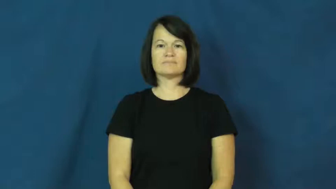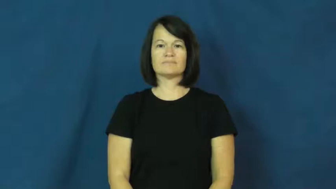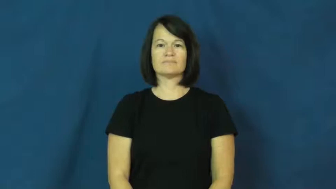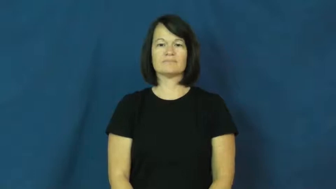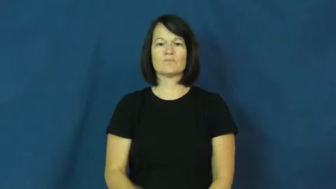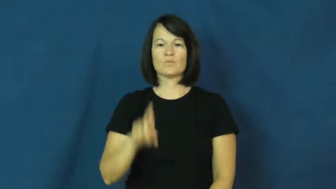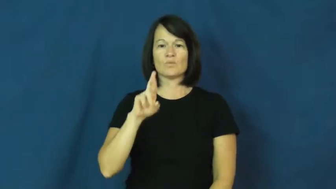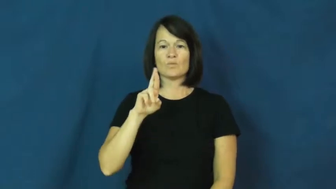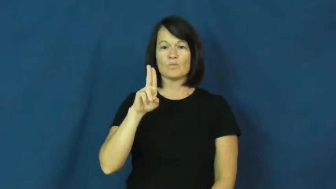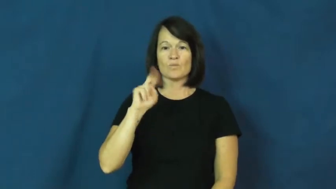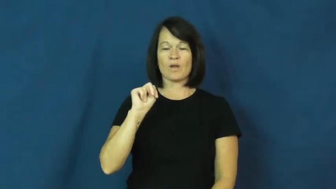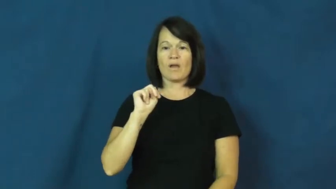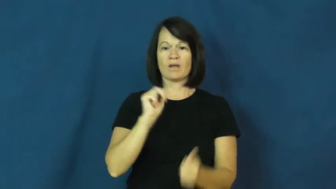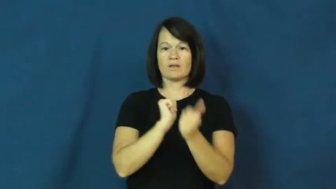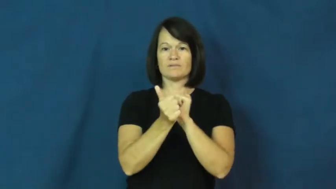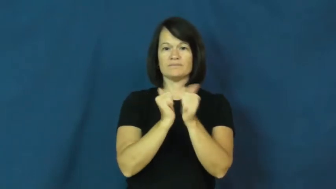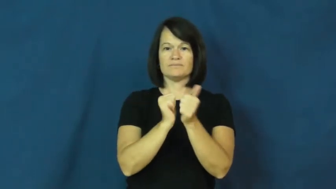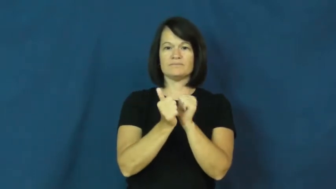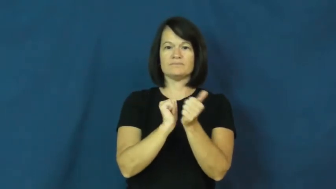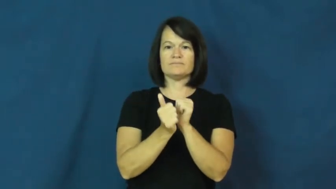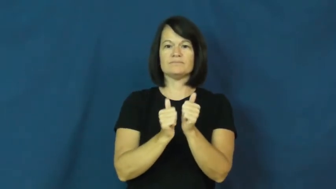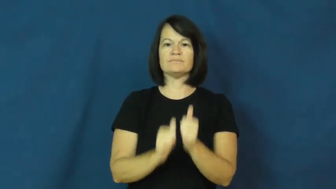run-office